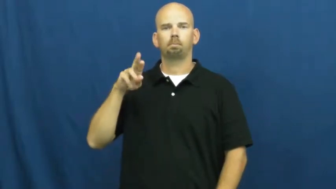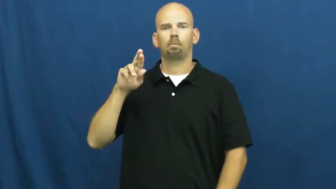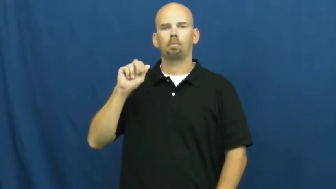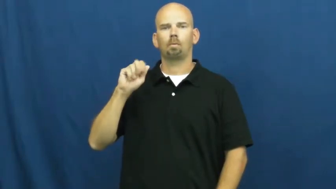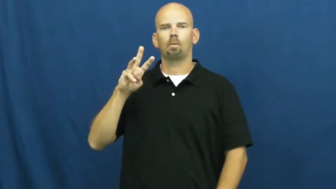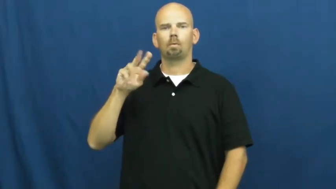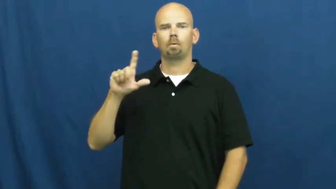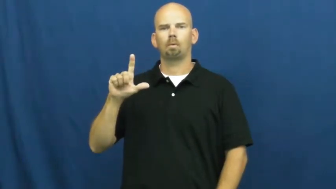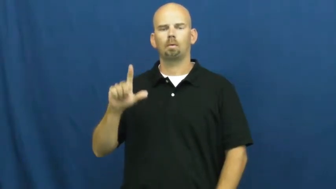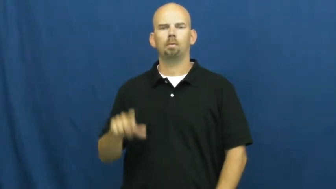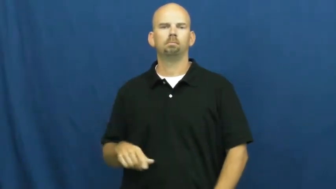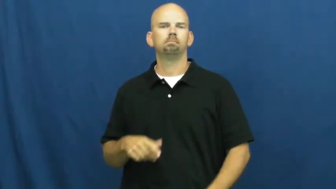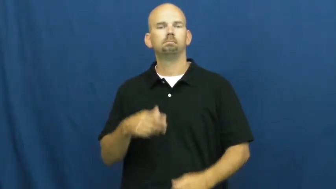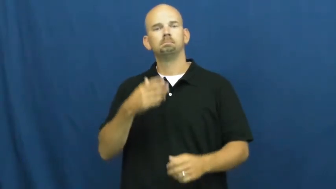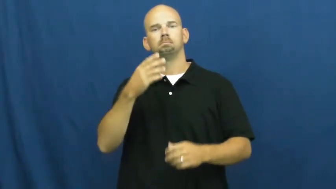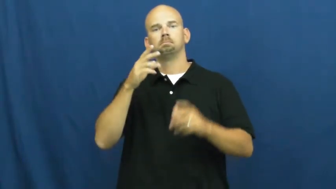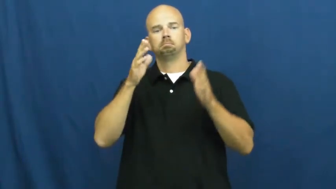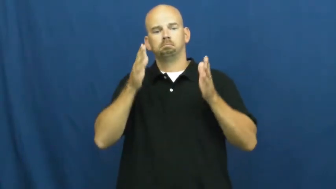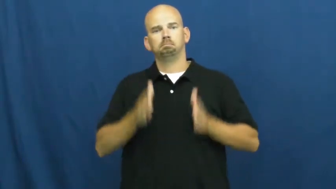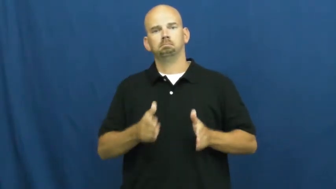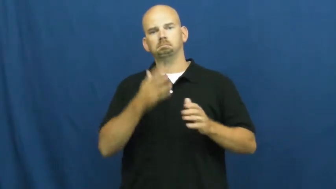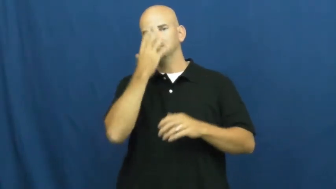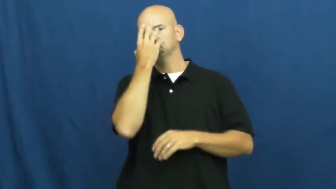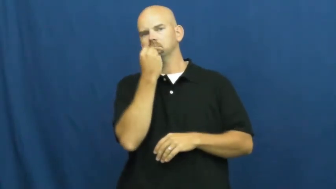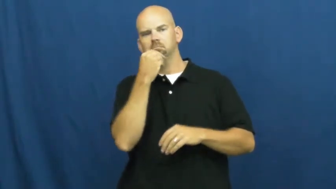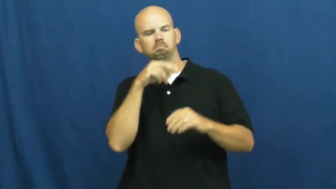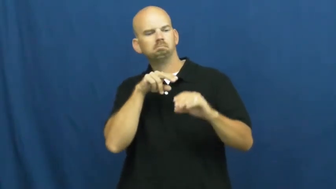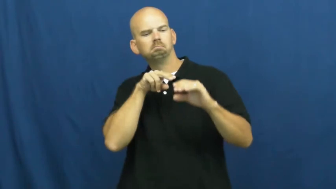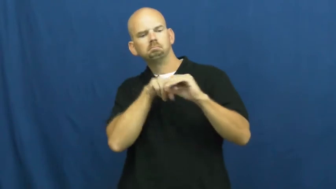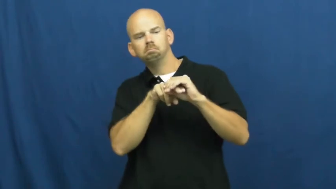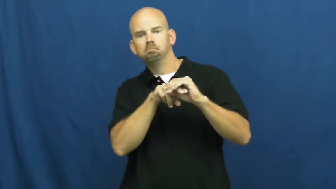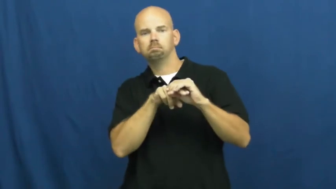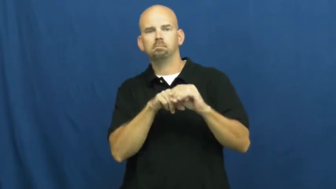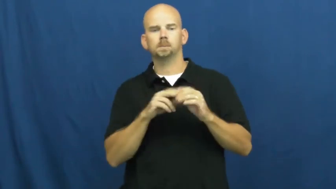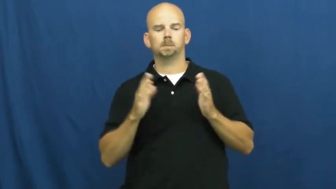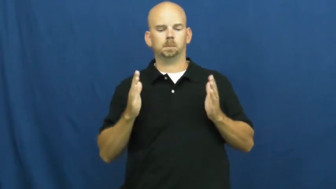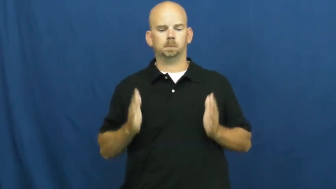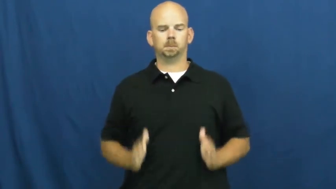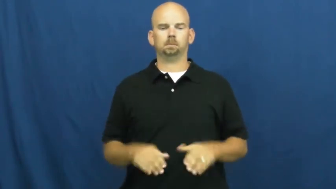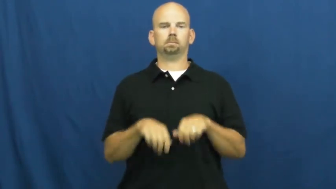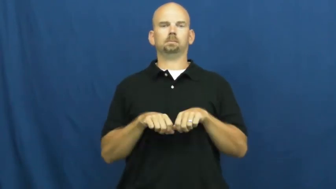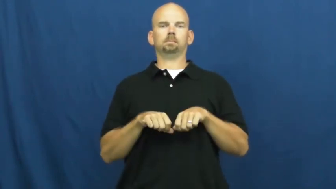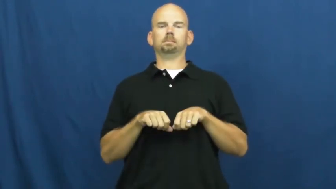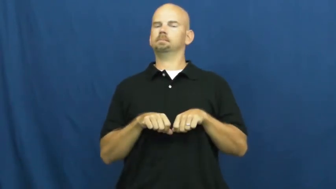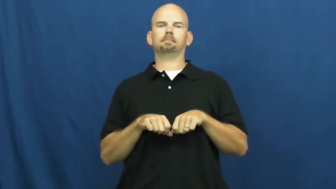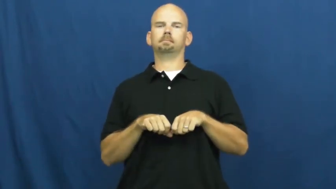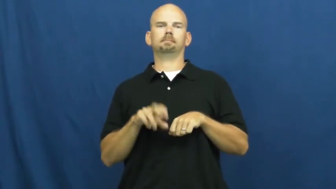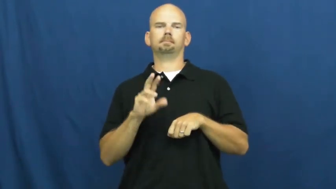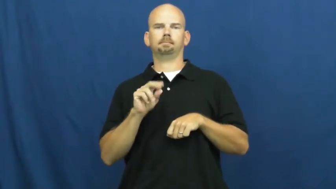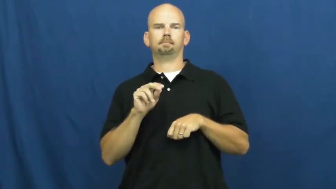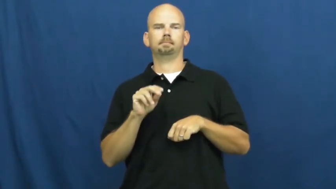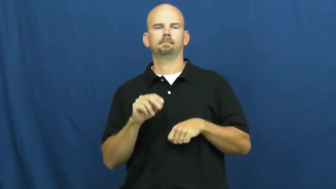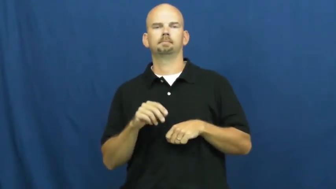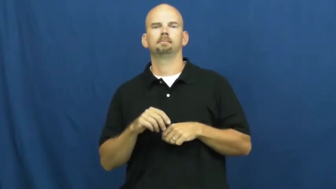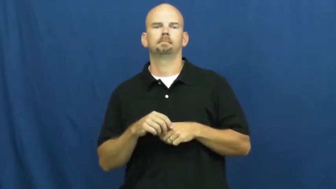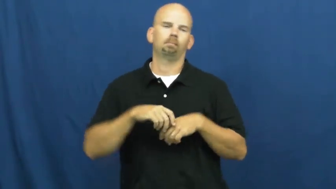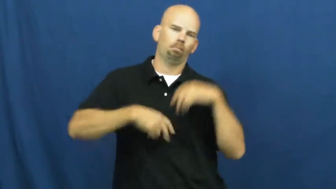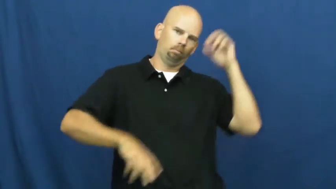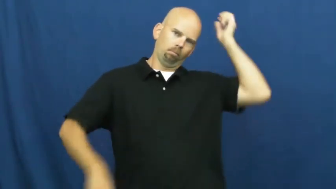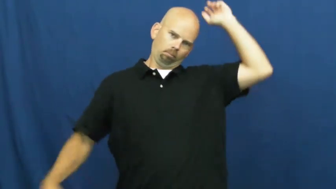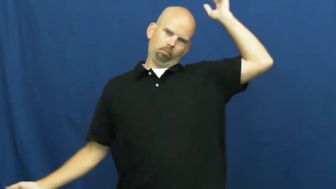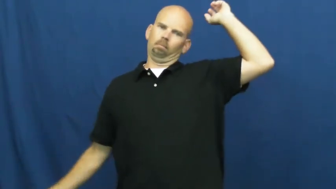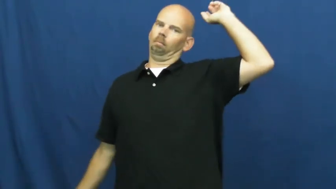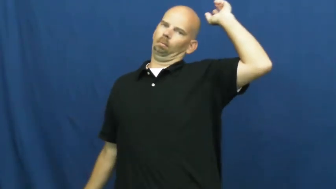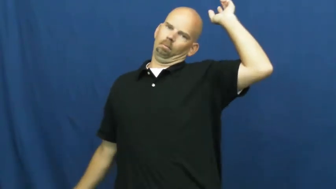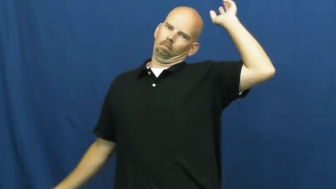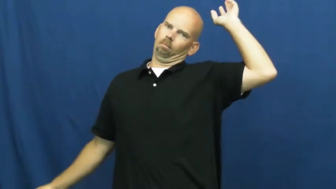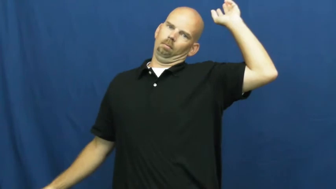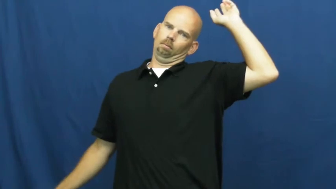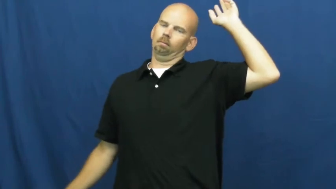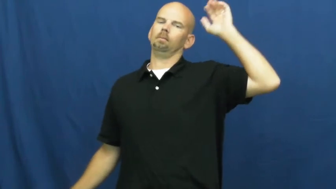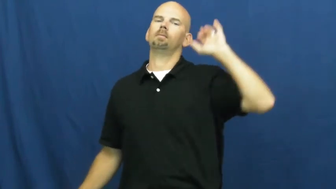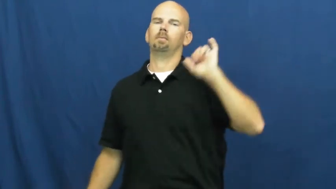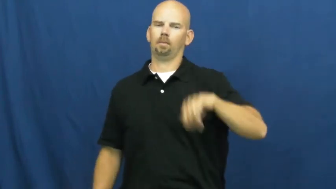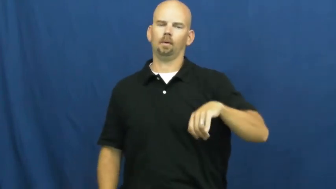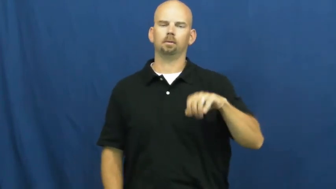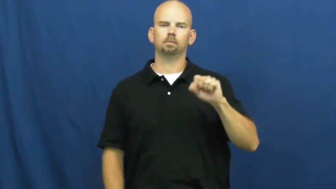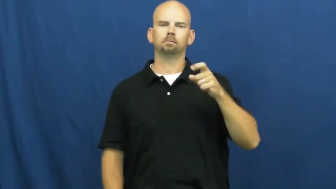sprawl,sprawl out-sleep